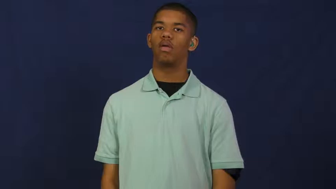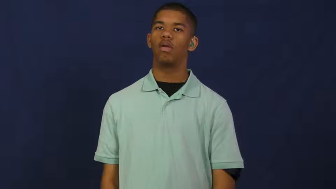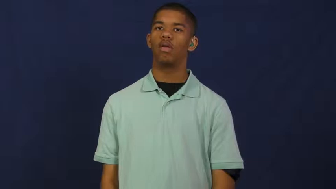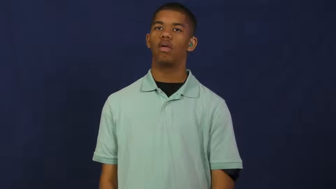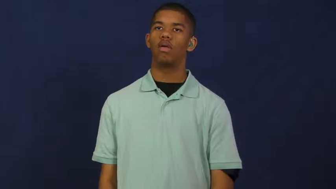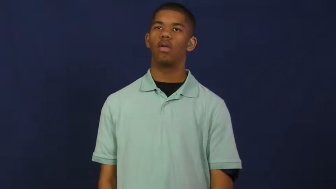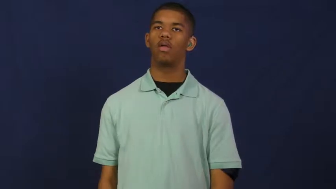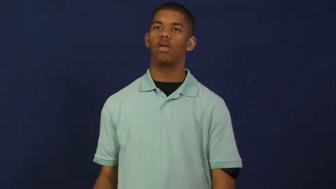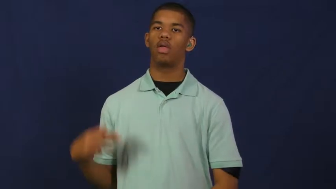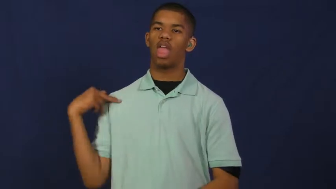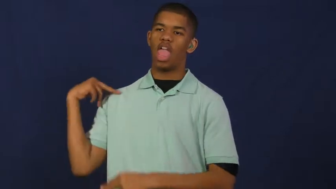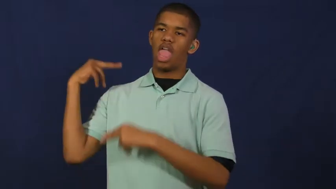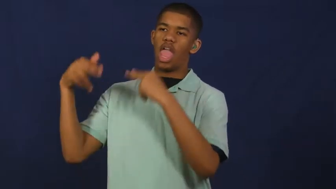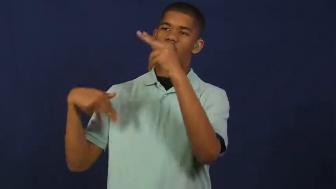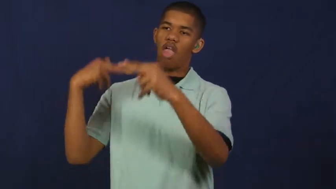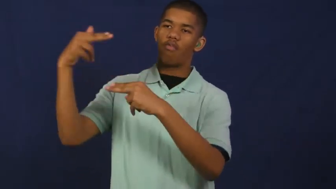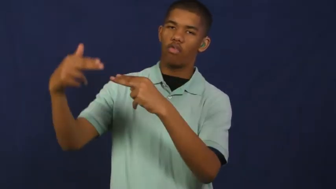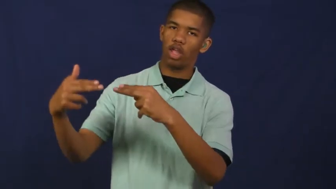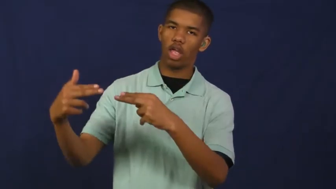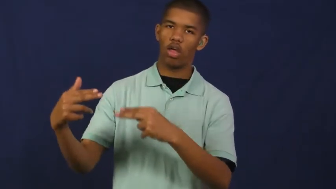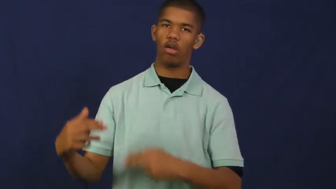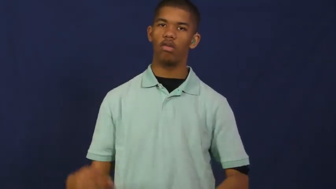heritage,parentage